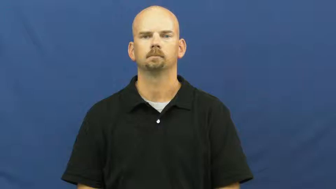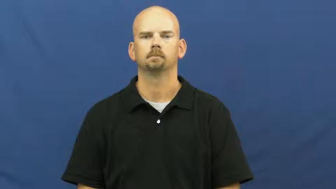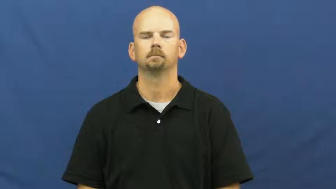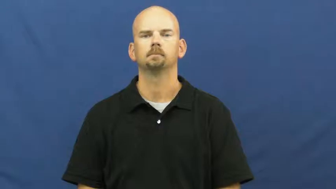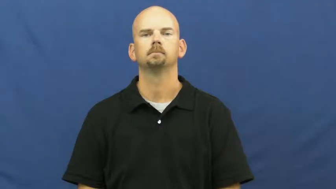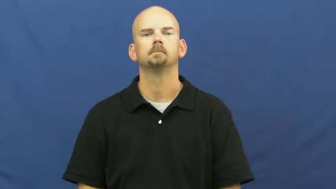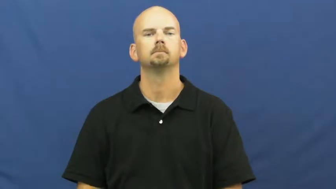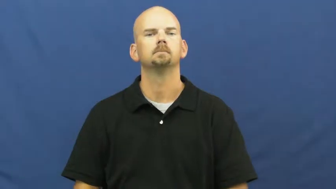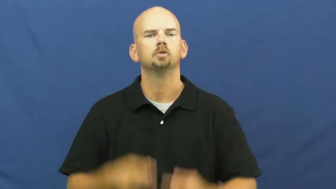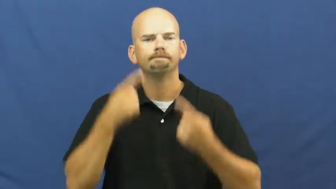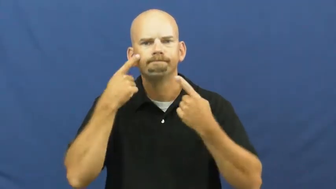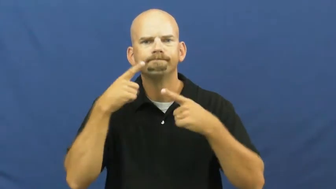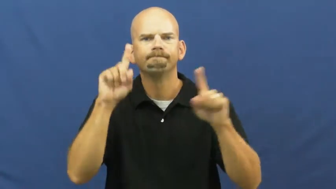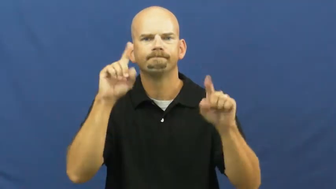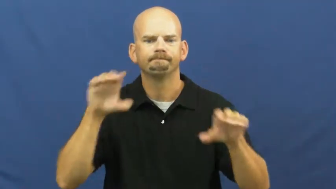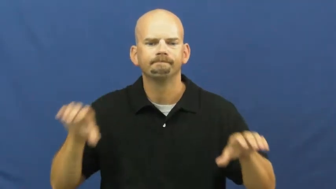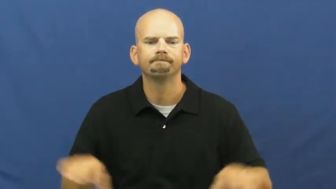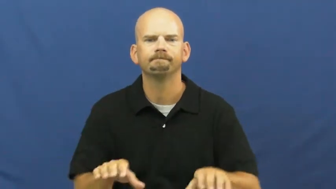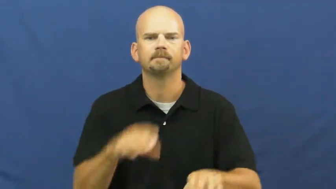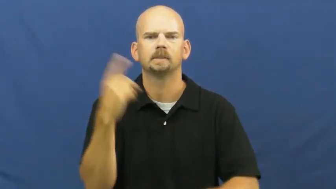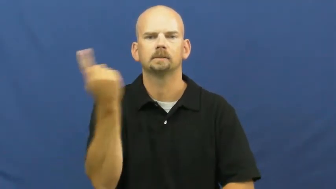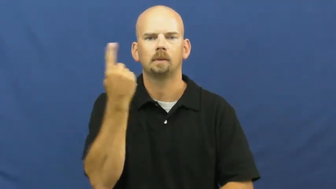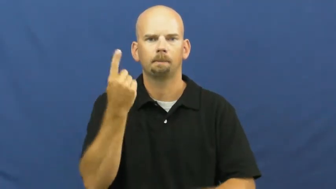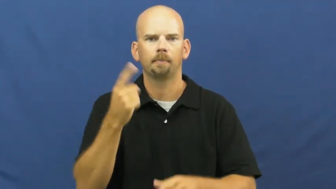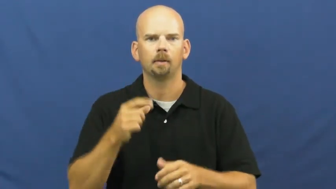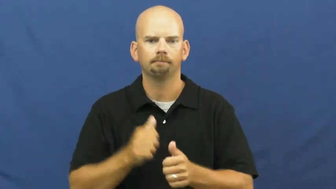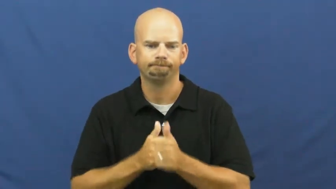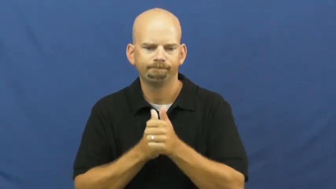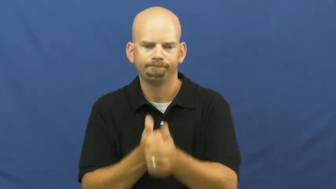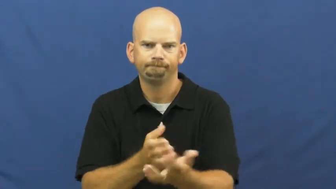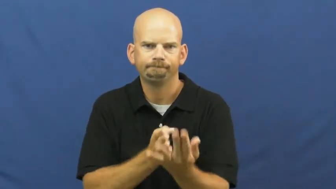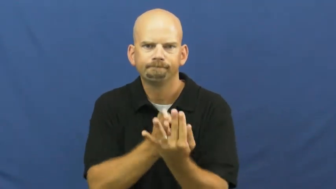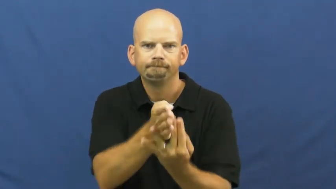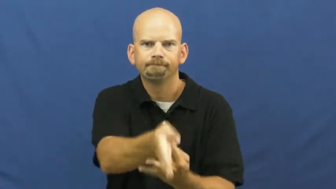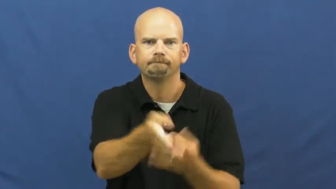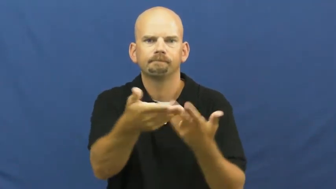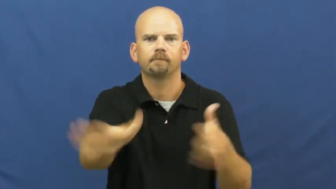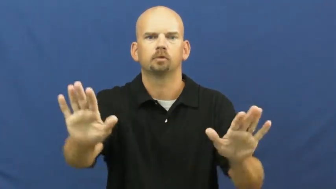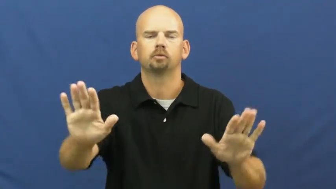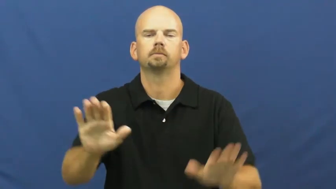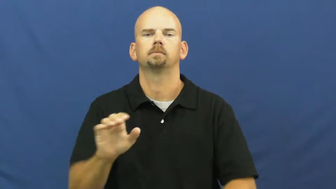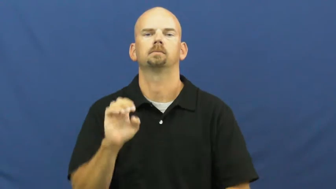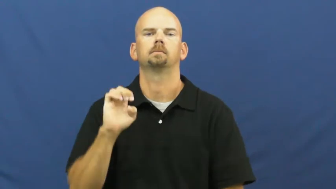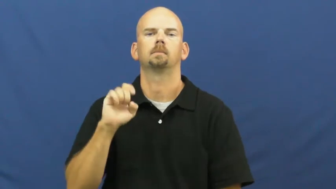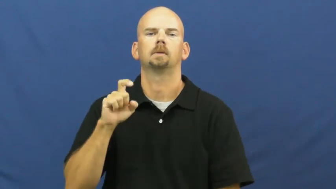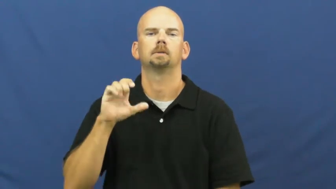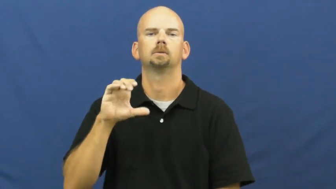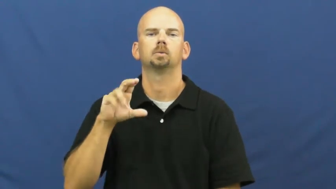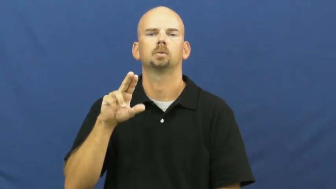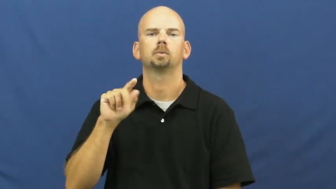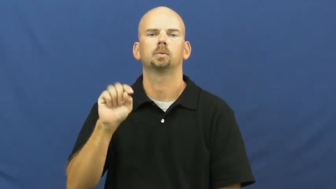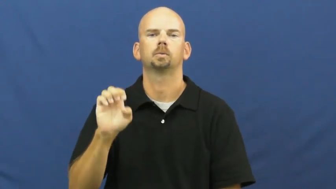execute-plan